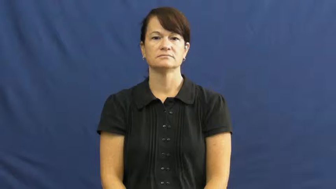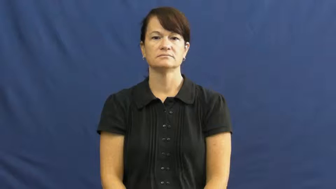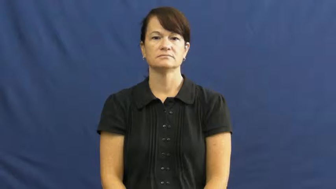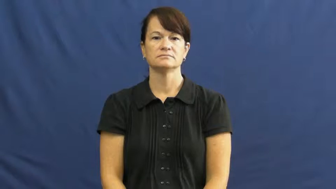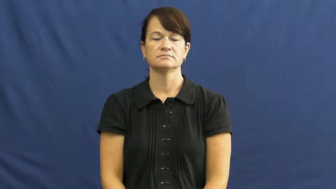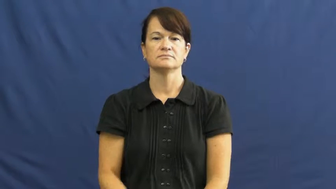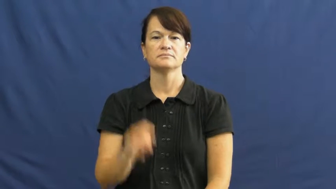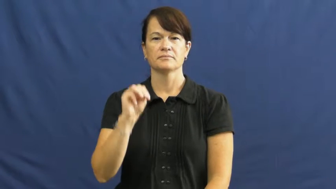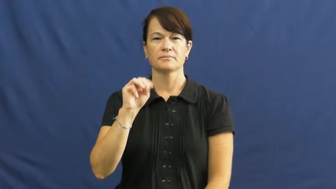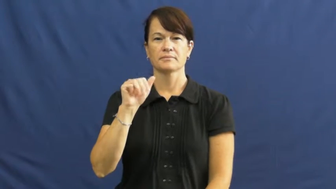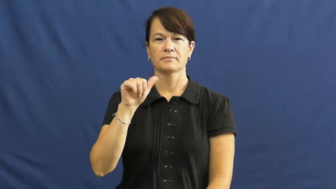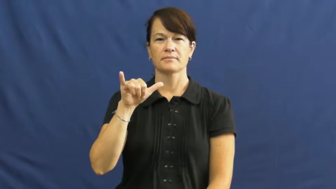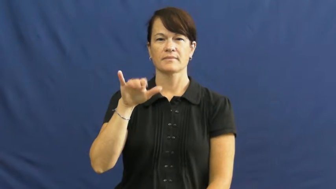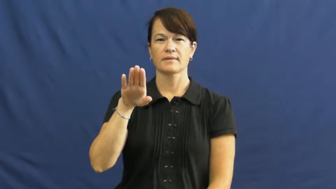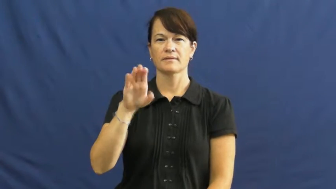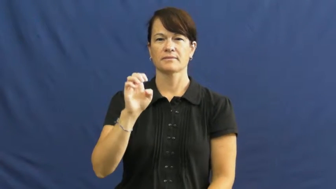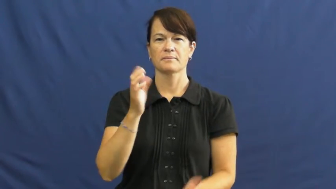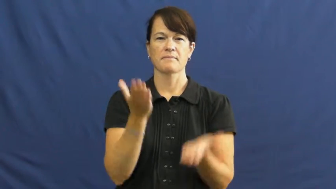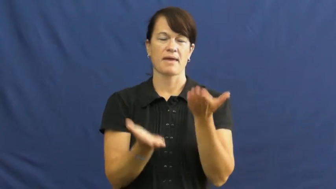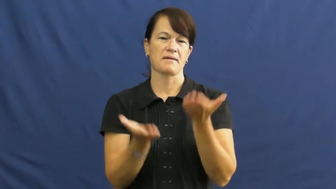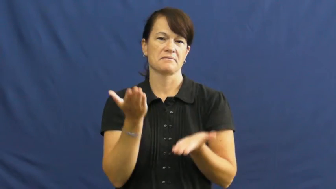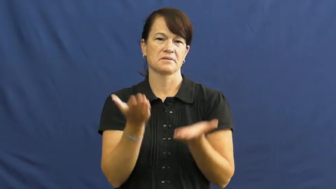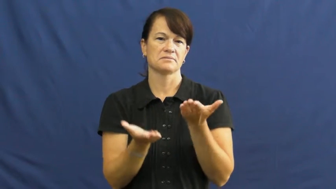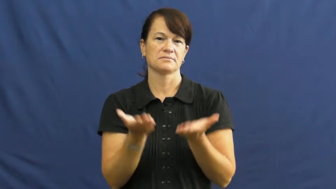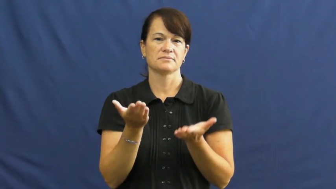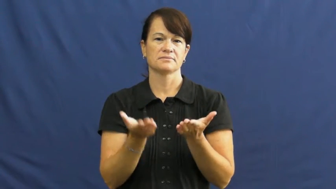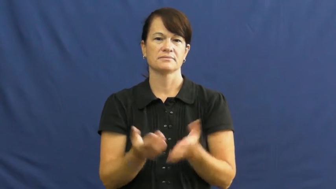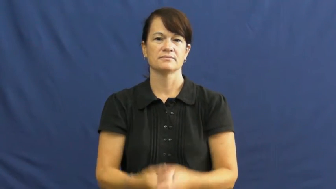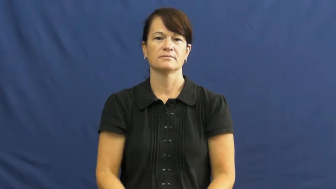maybe